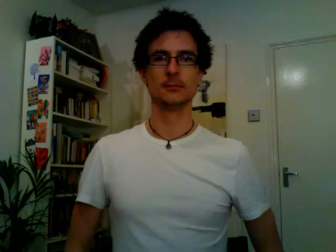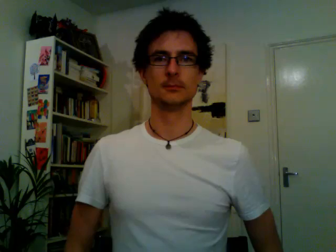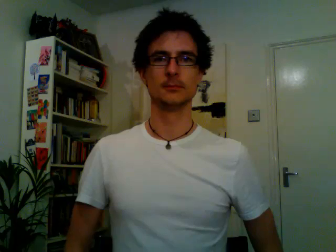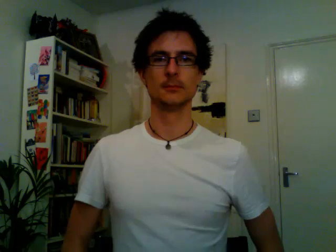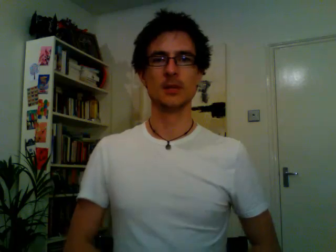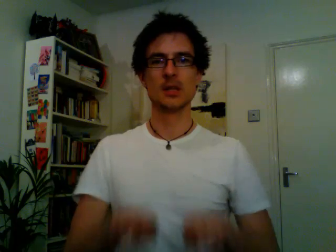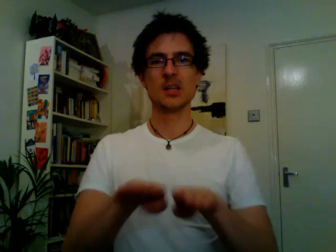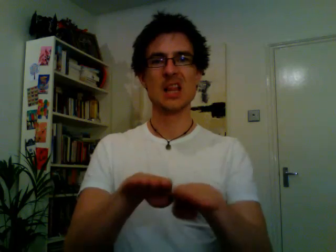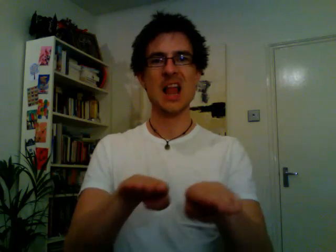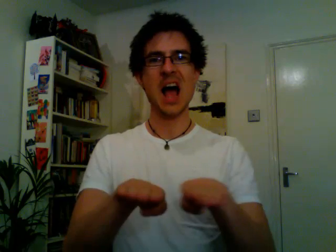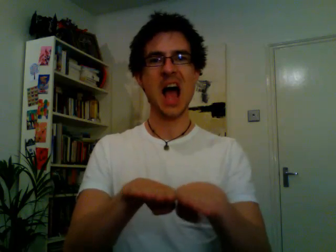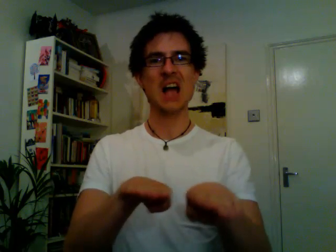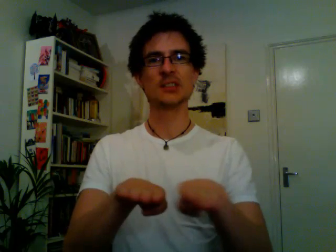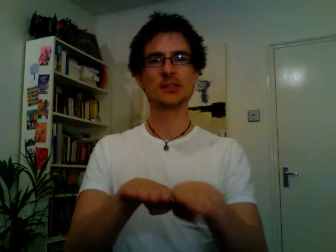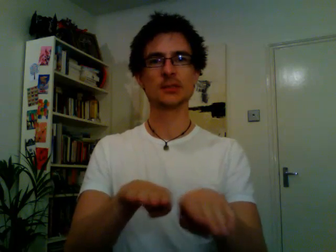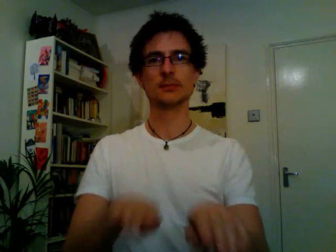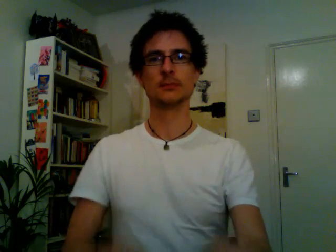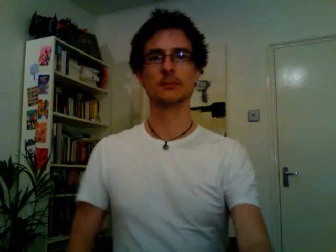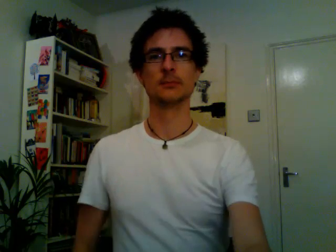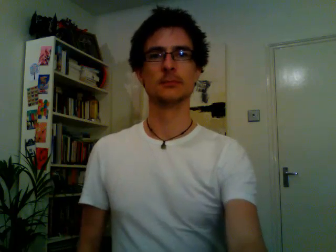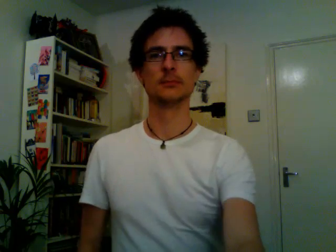class